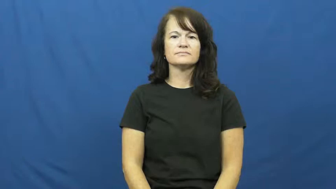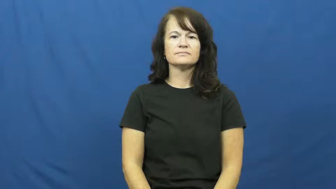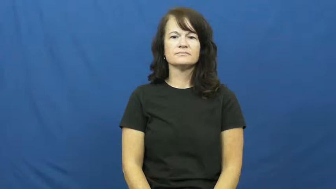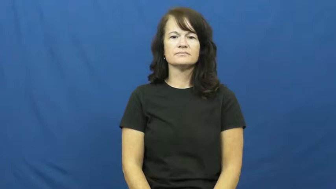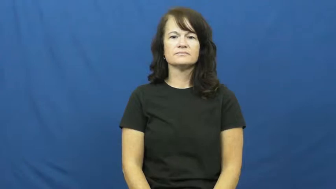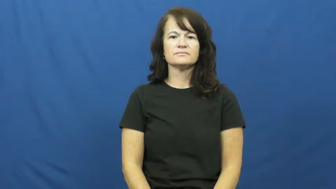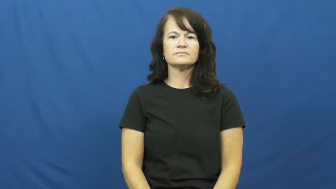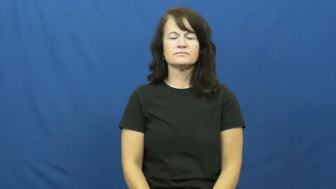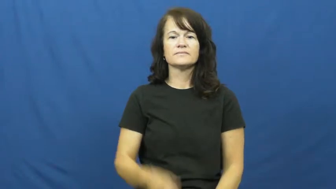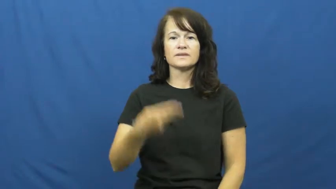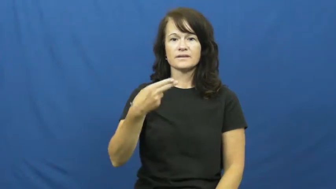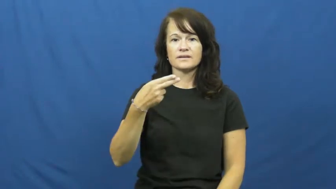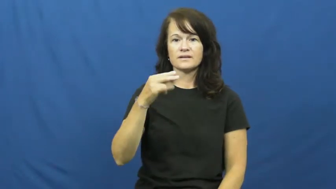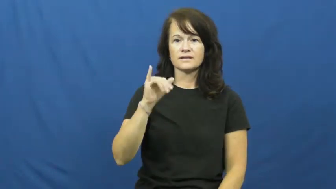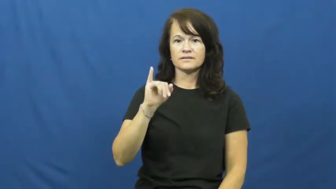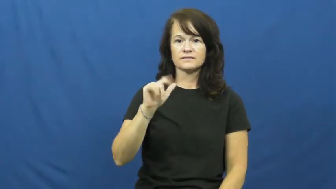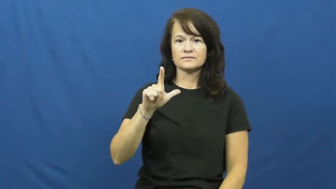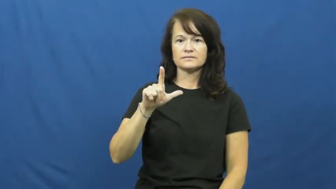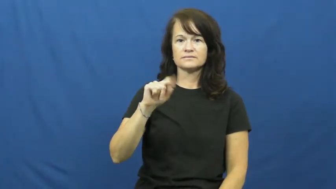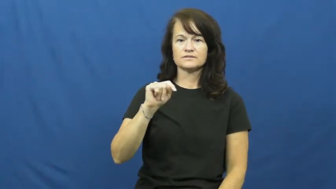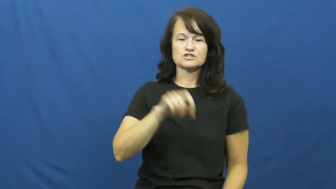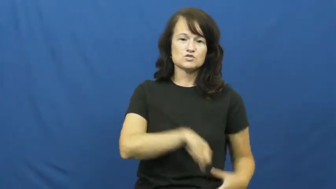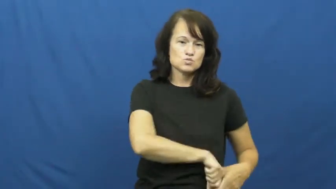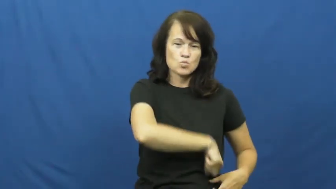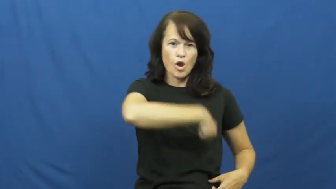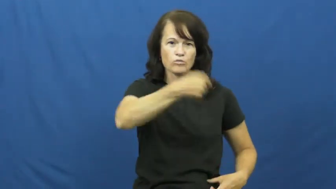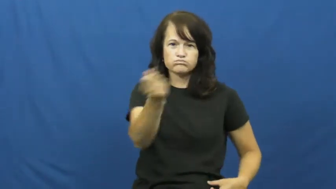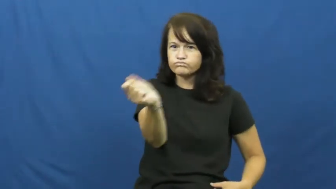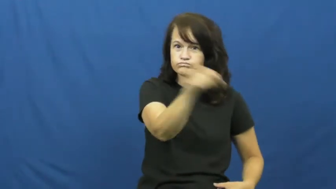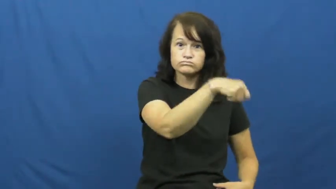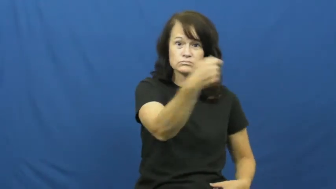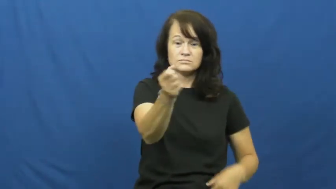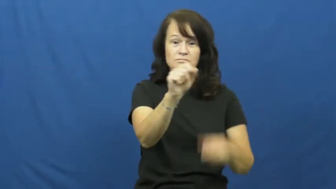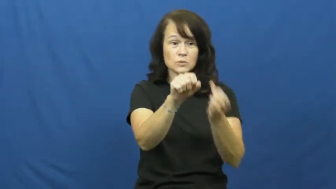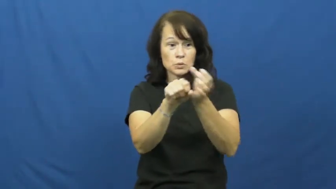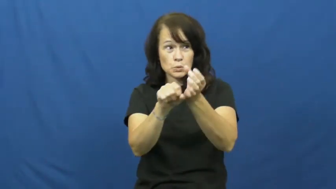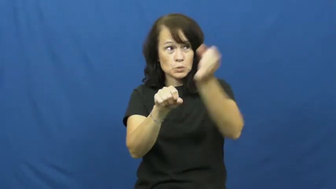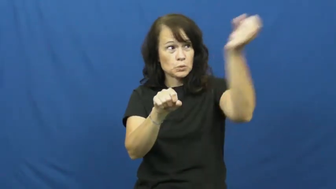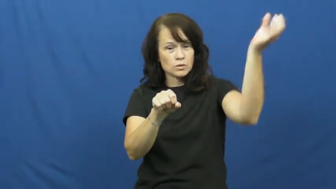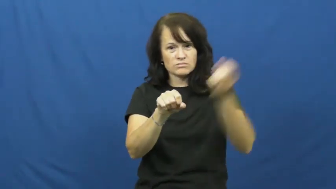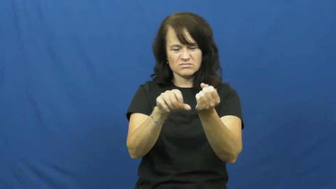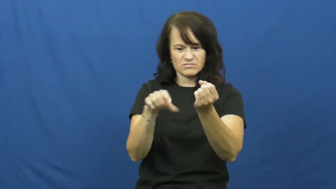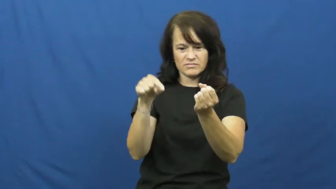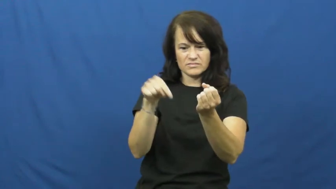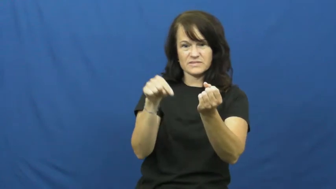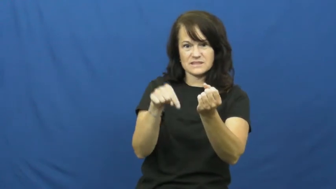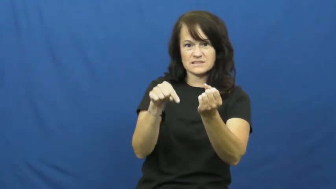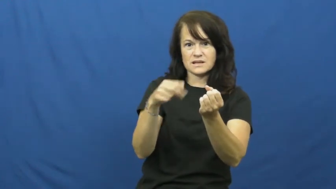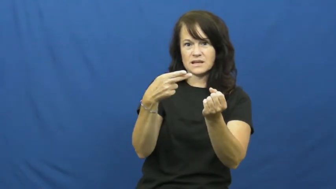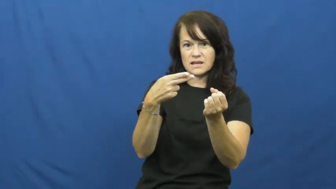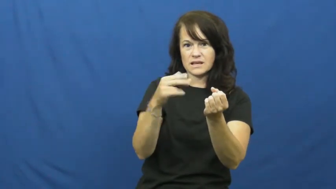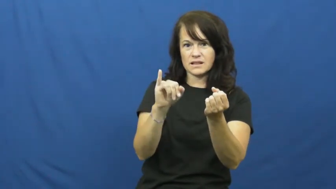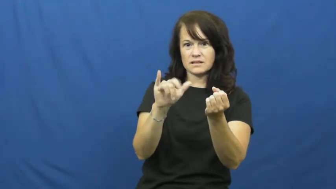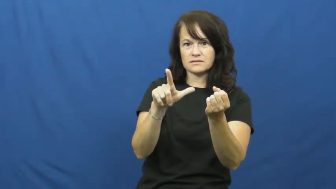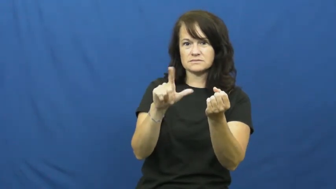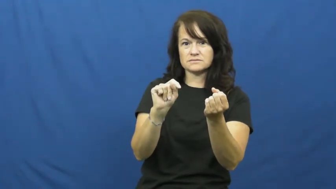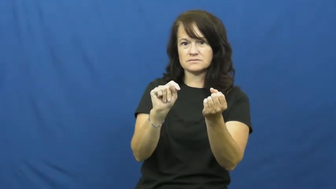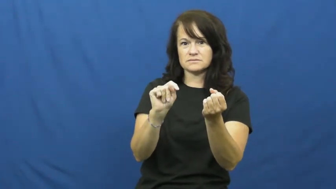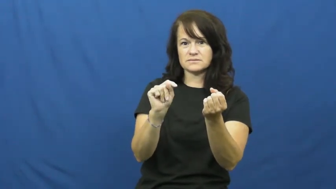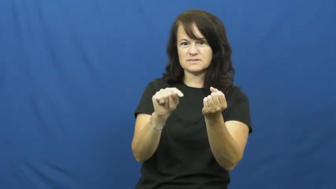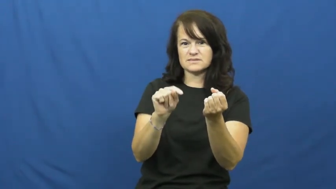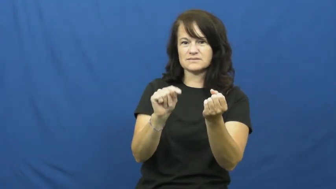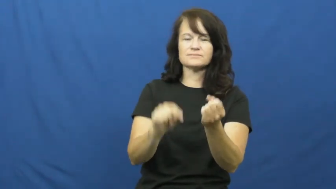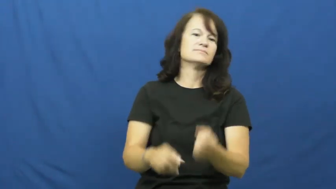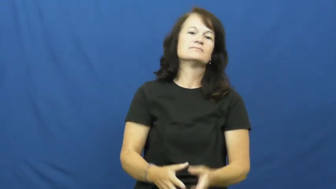hilt